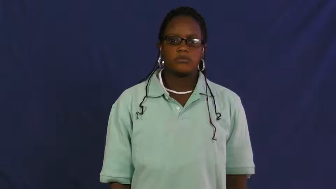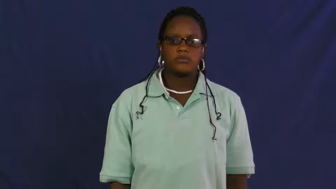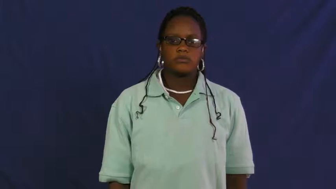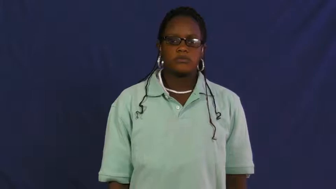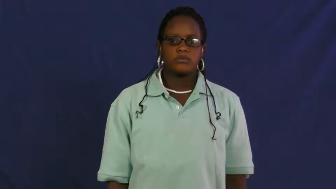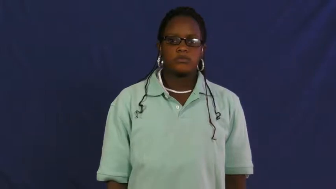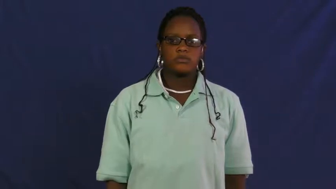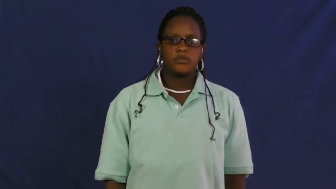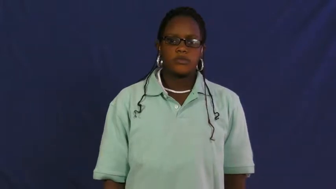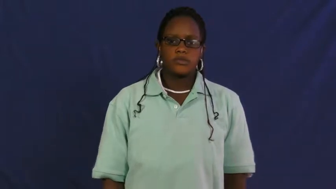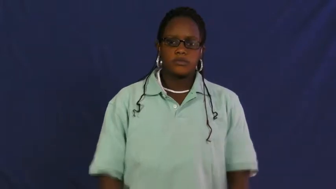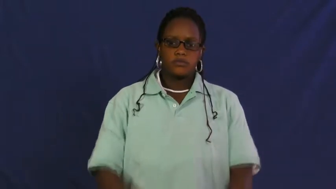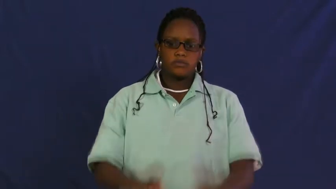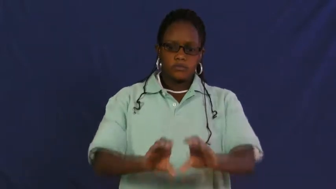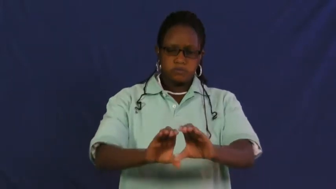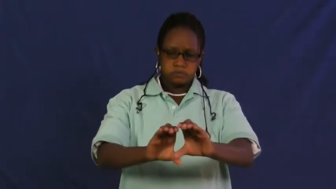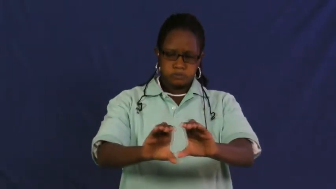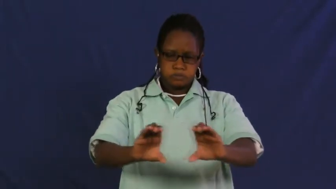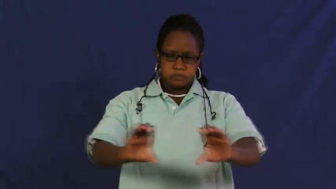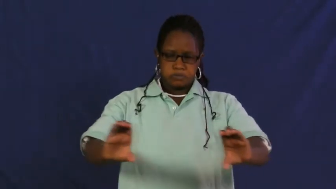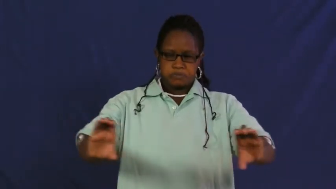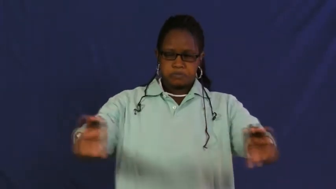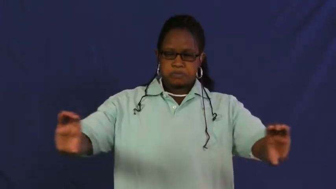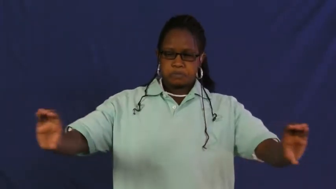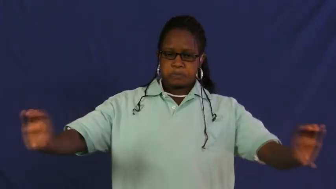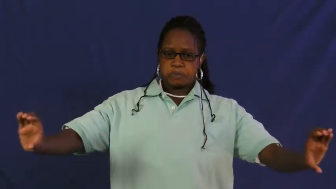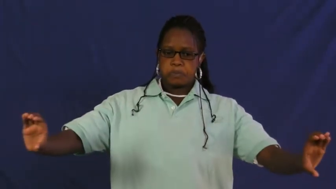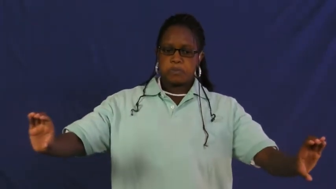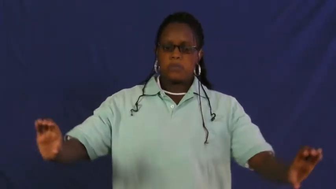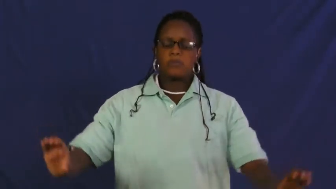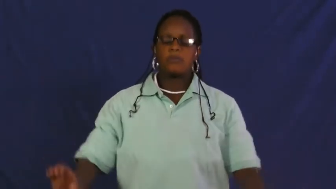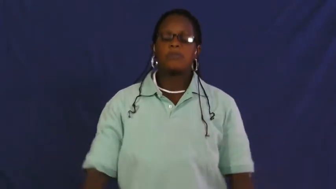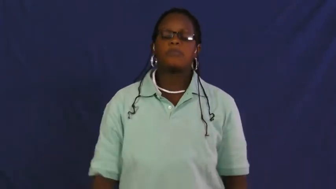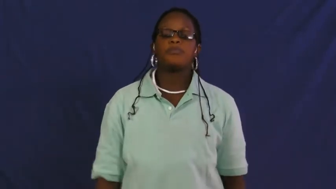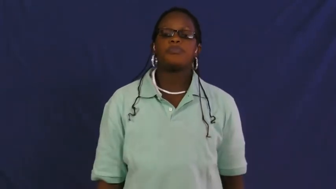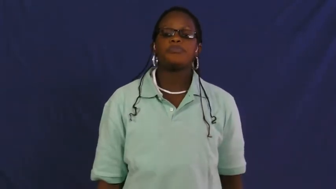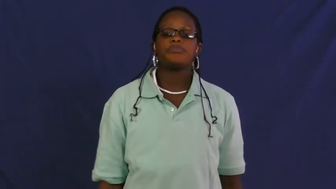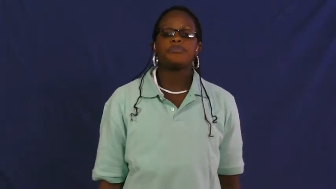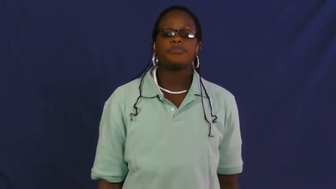duct, ductwork